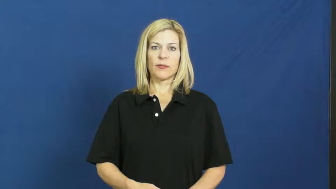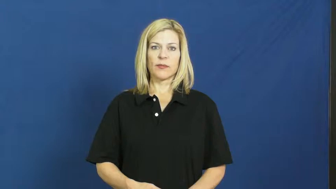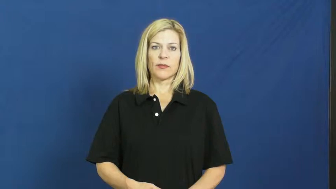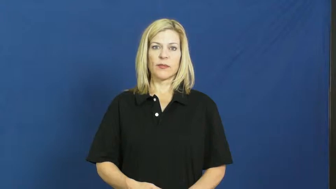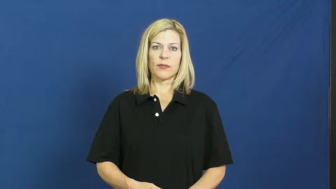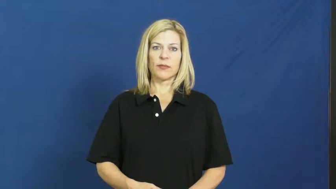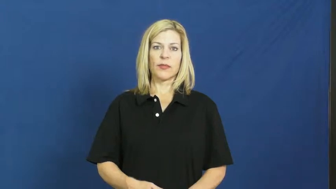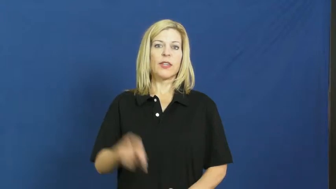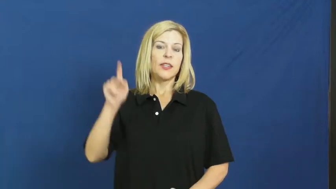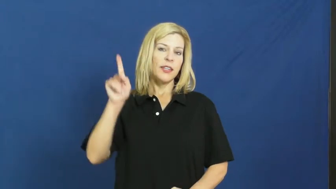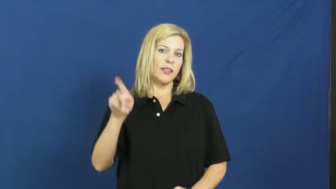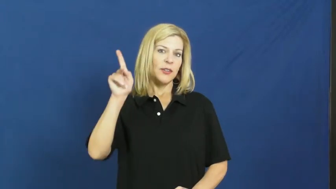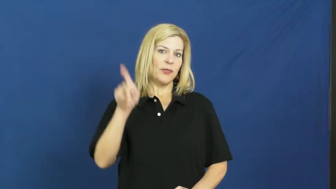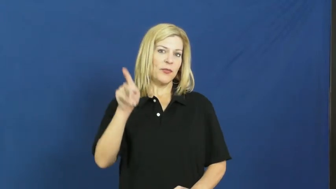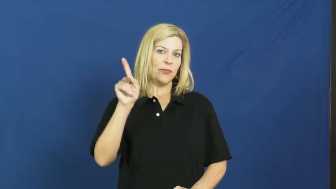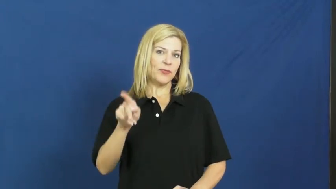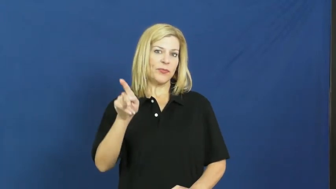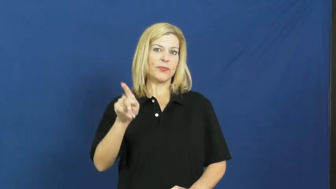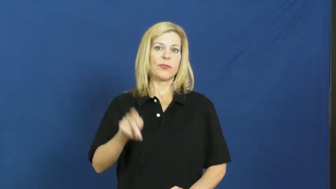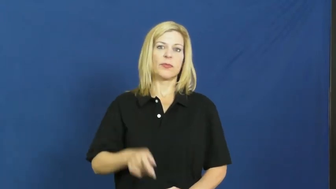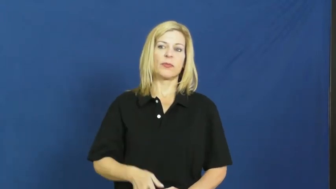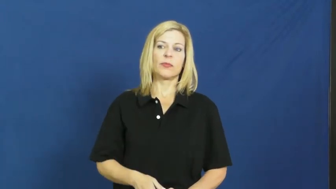ketchup,catsup